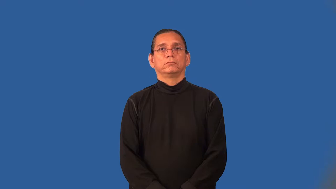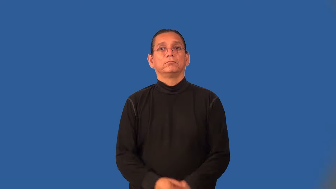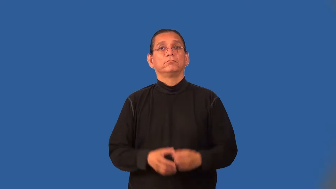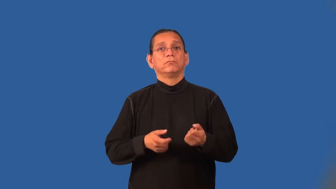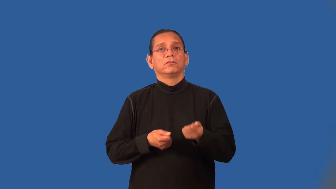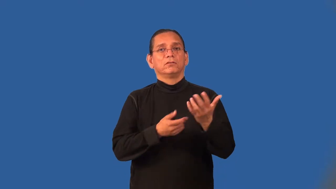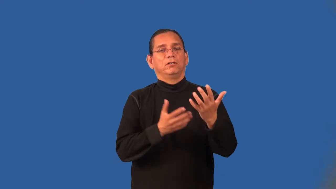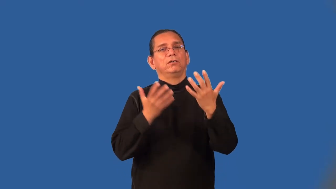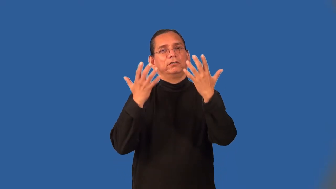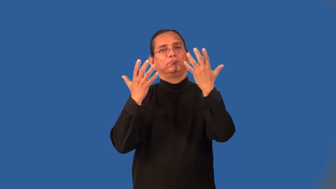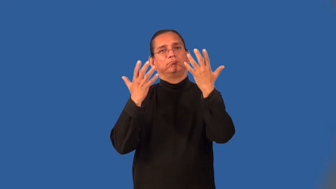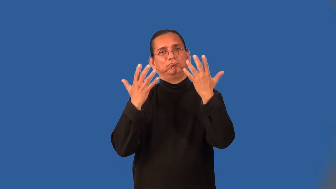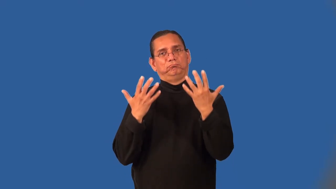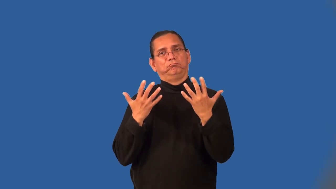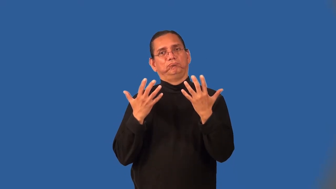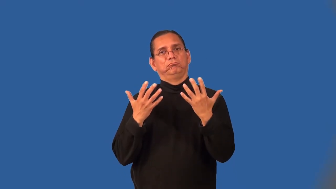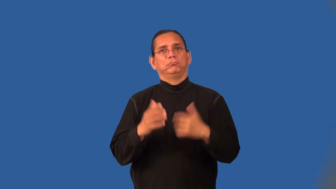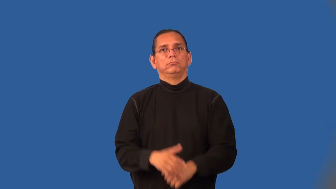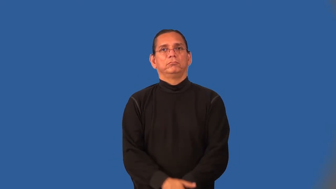overcloud